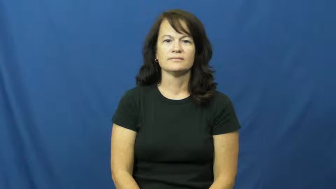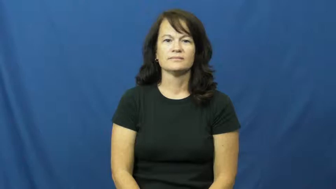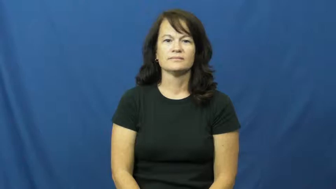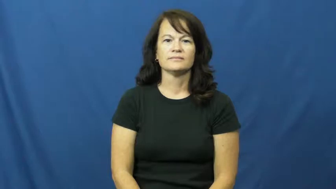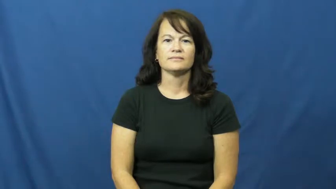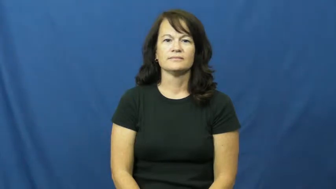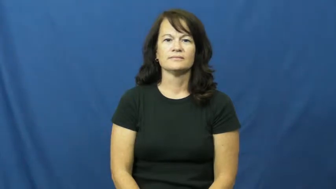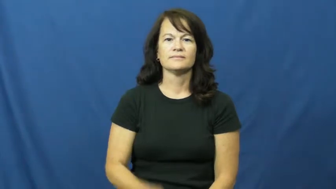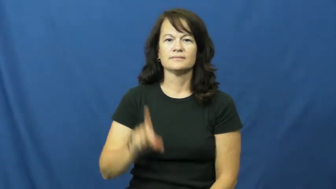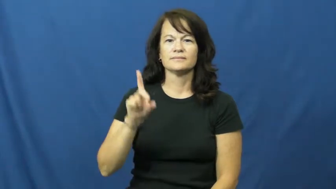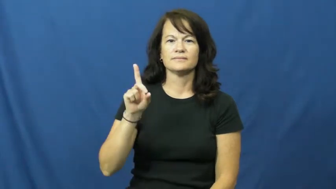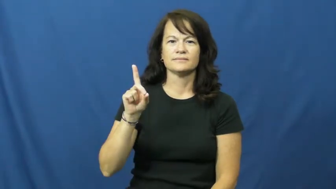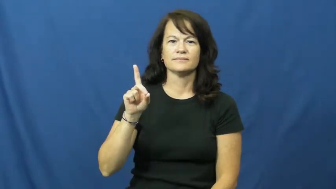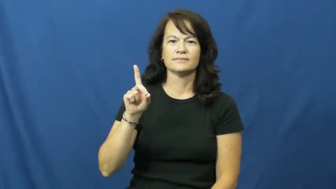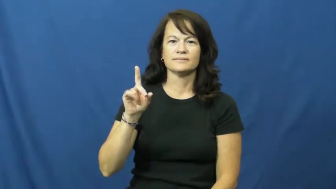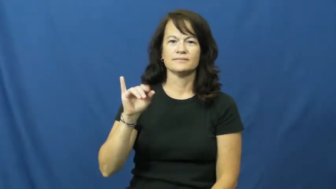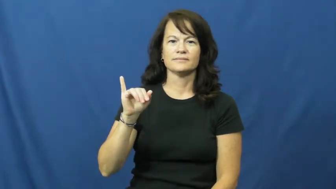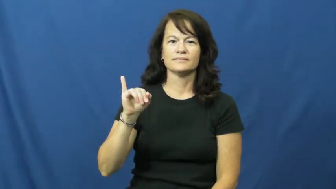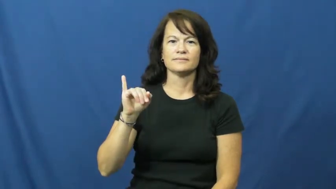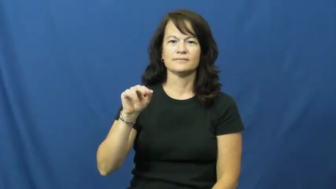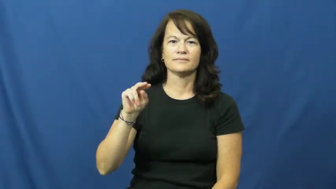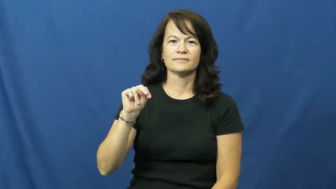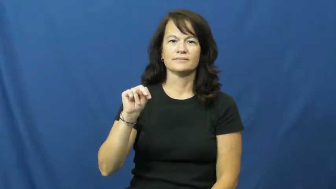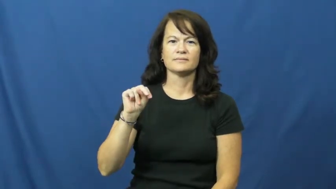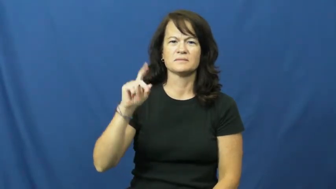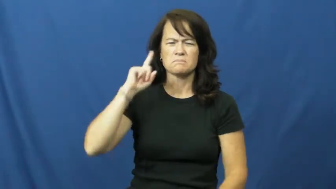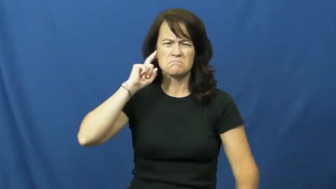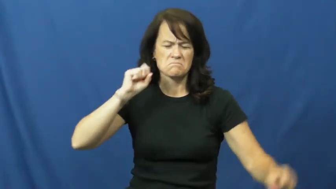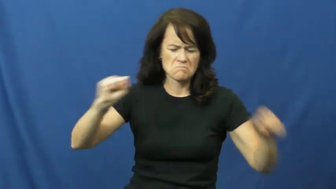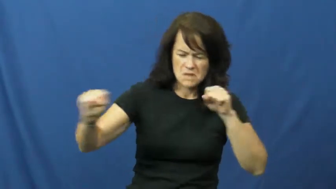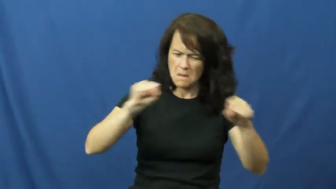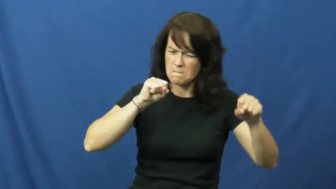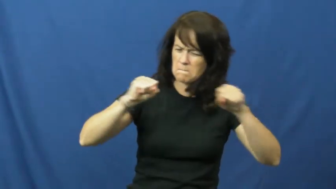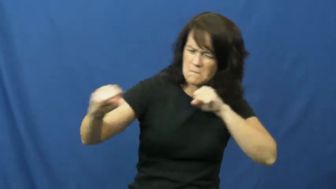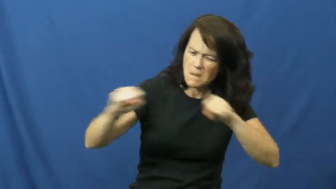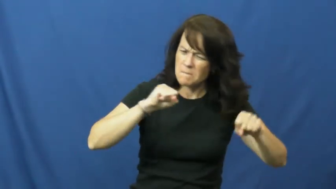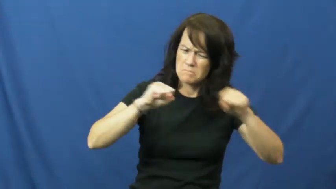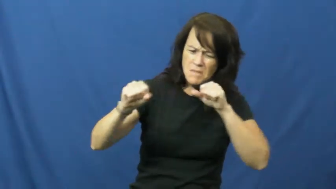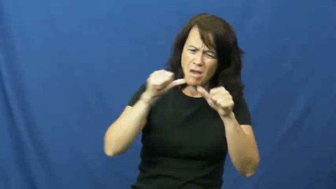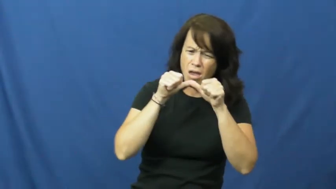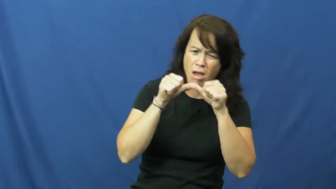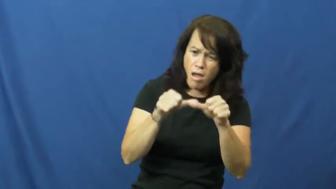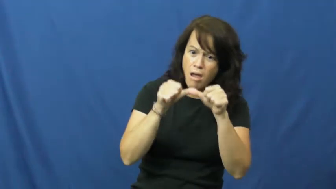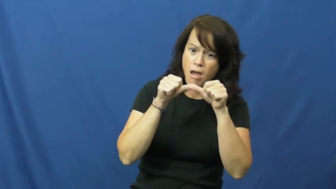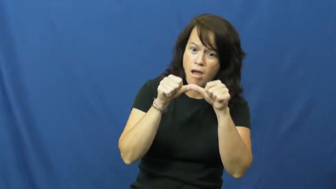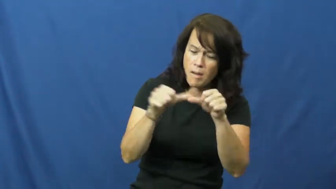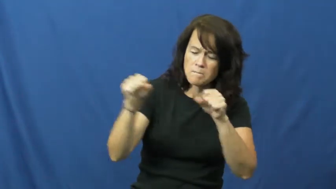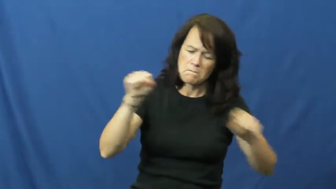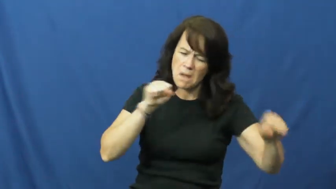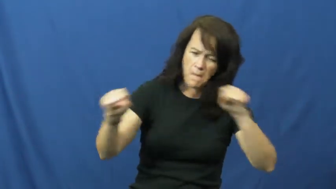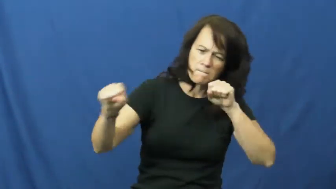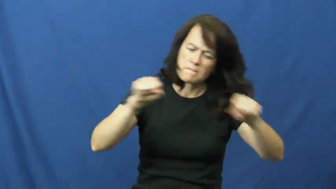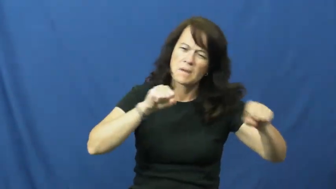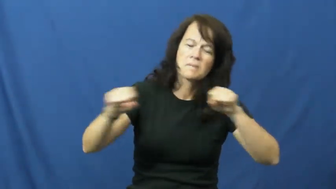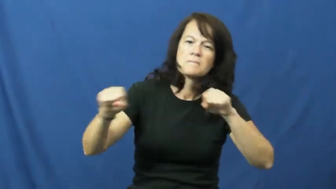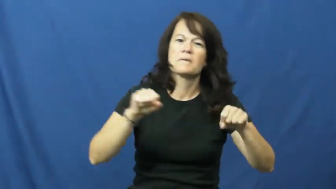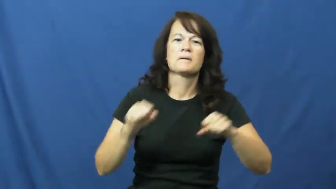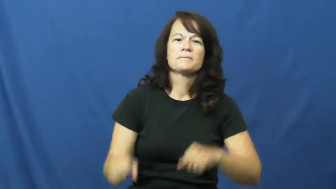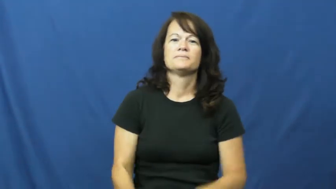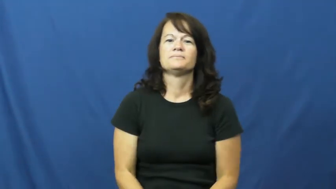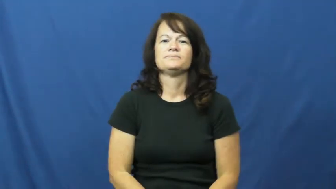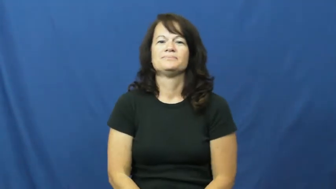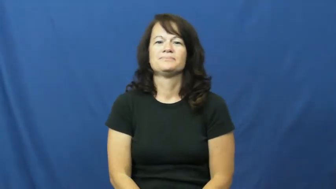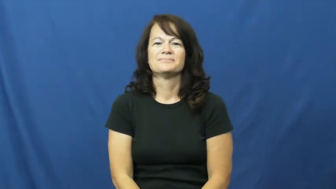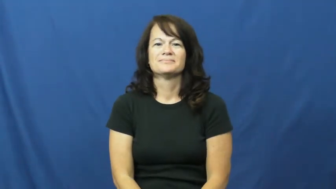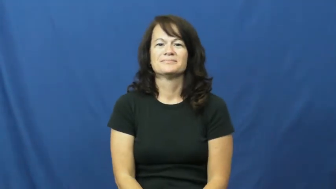din